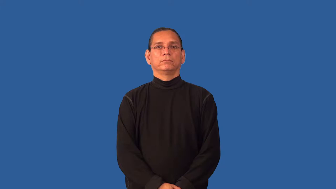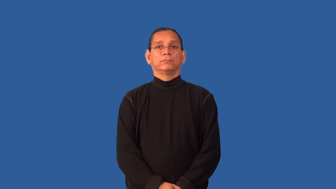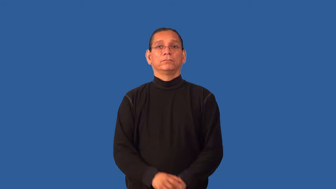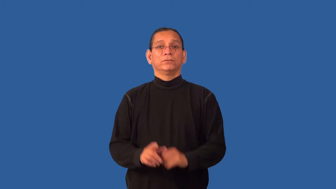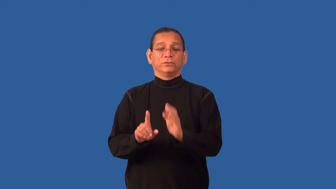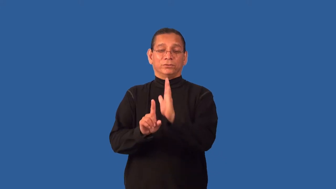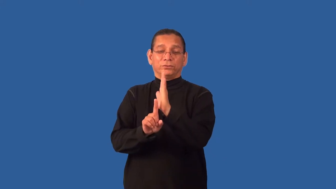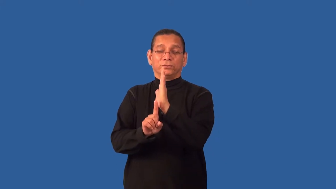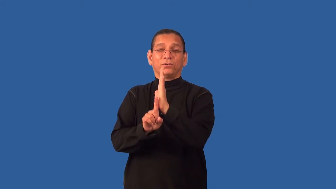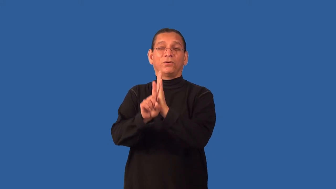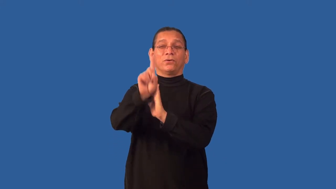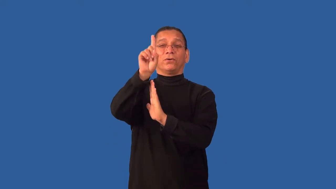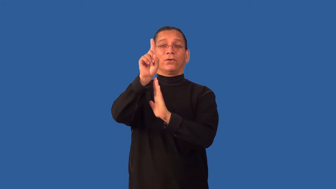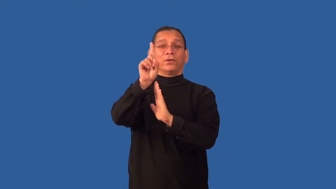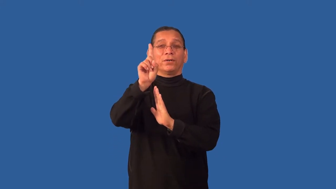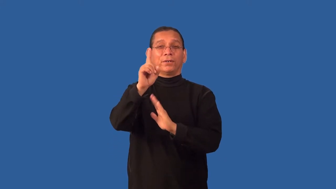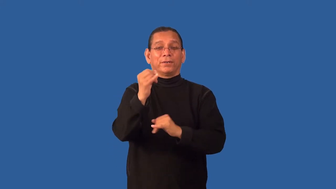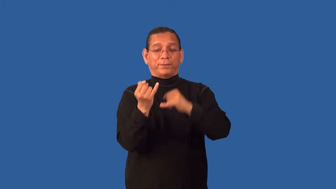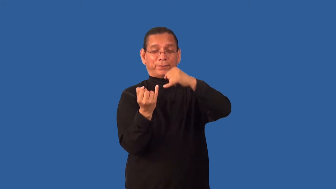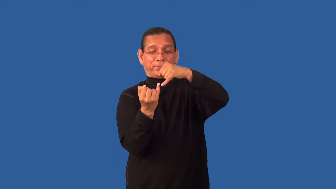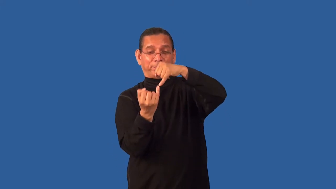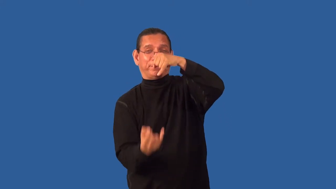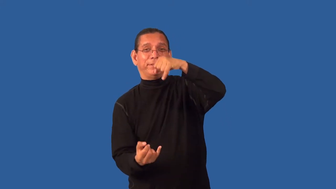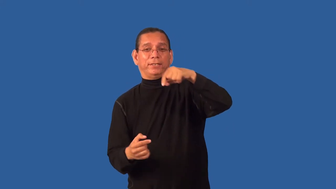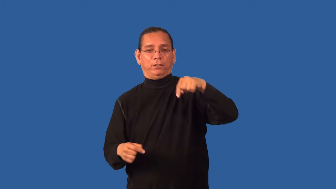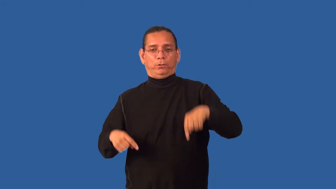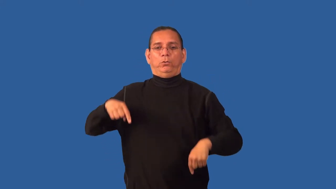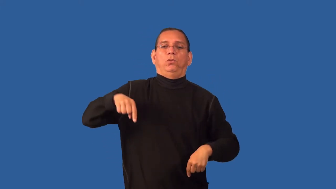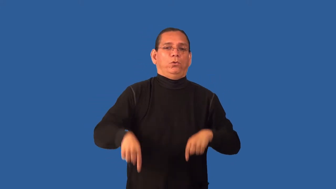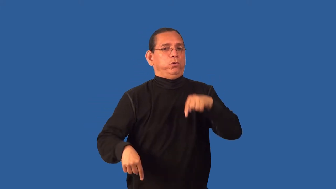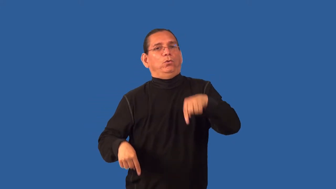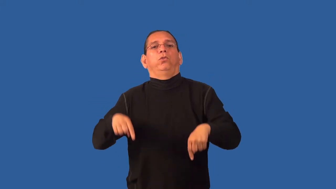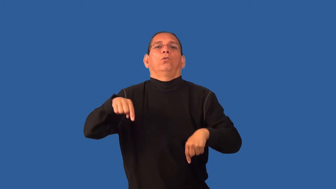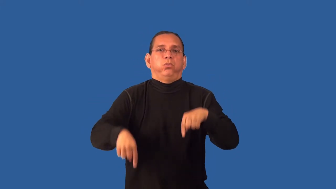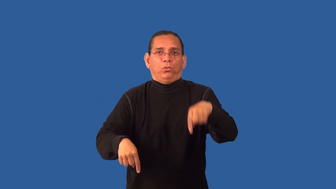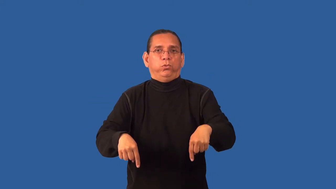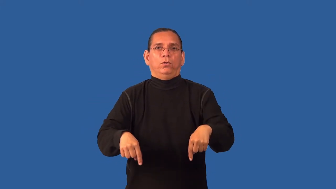gawky